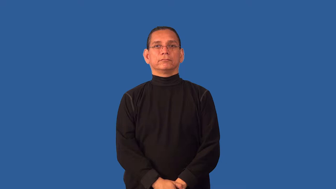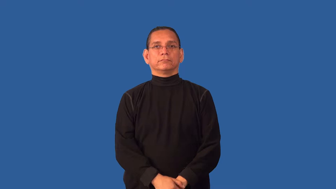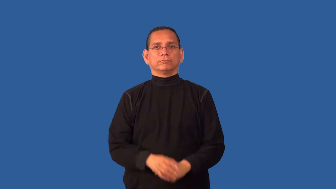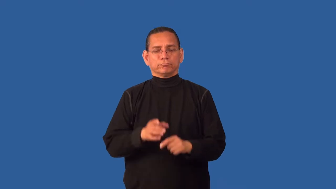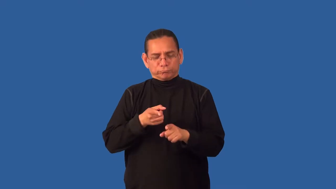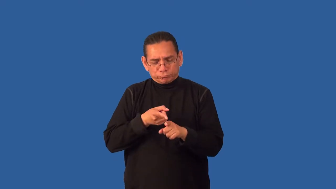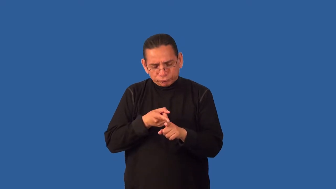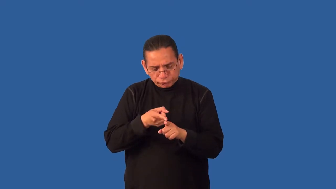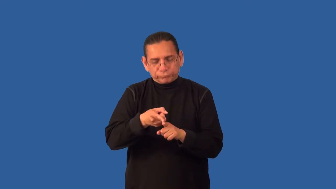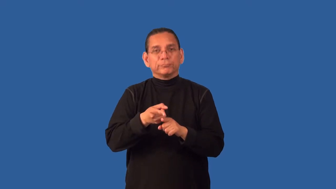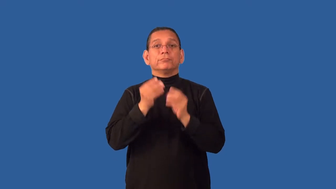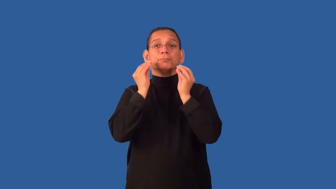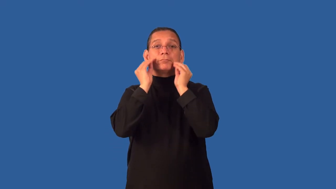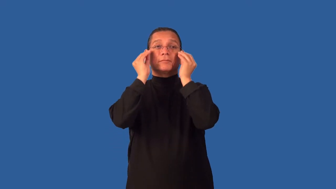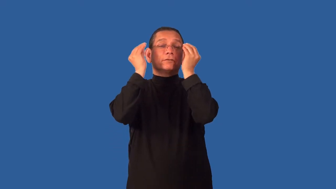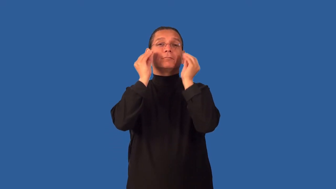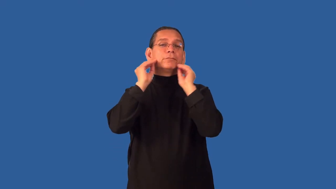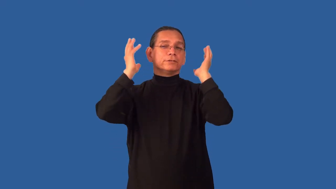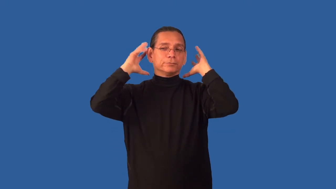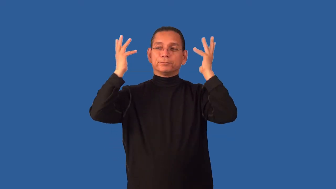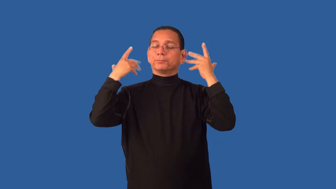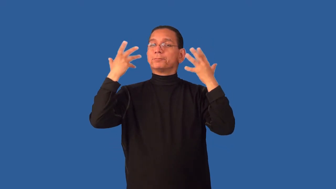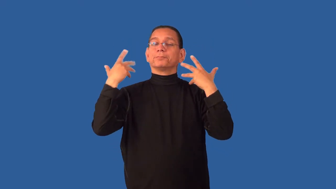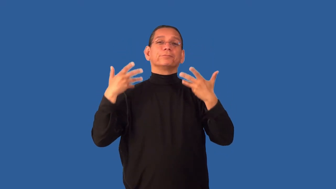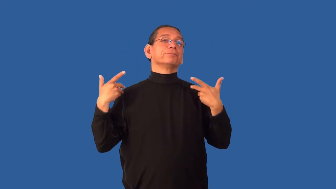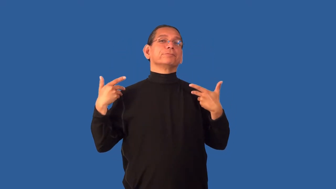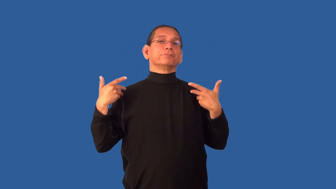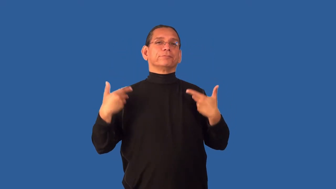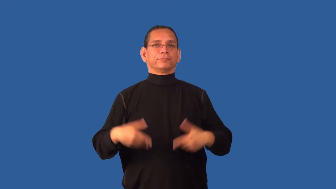cosmetology